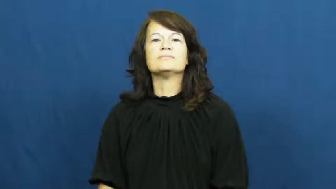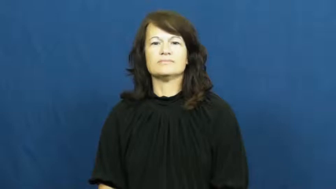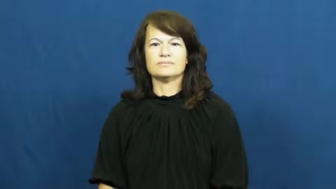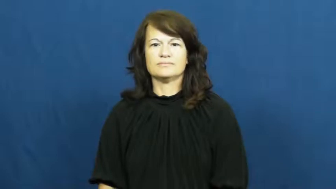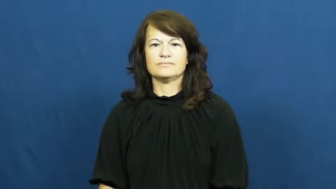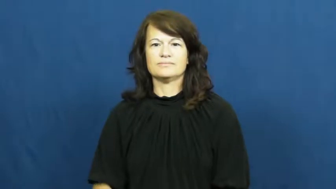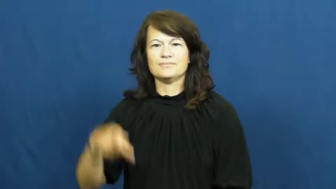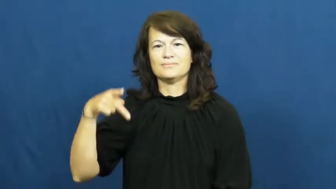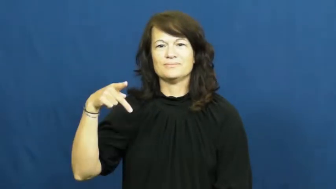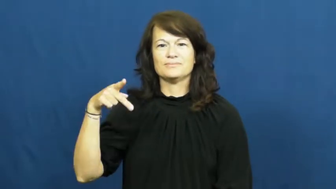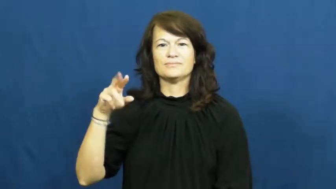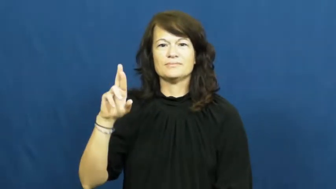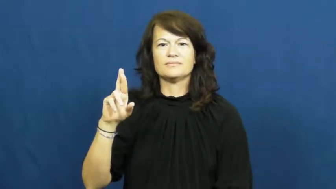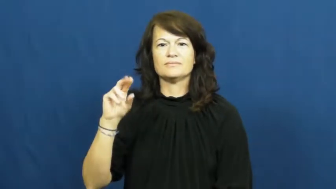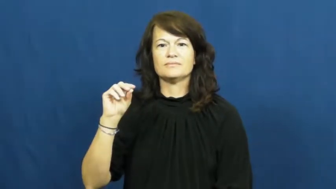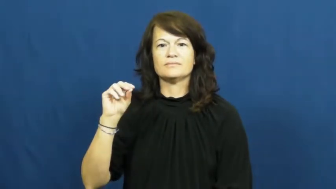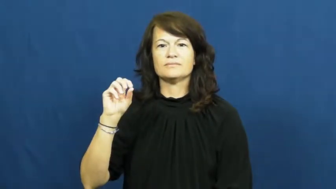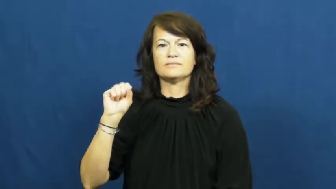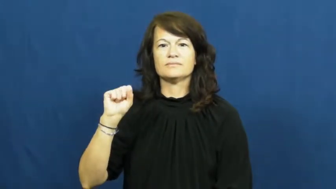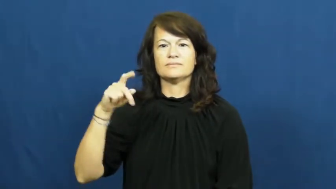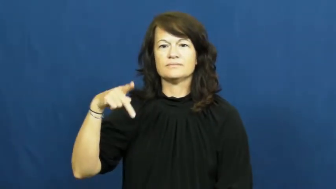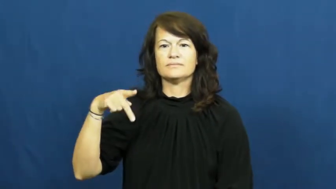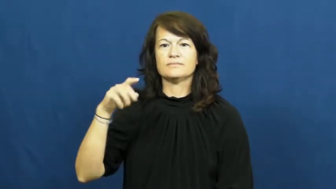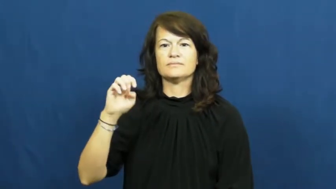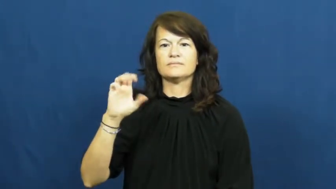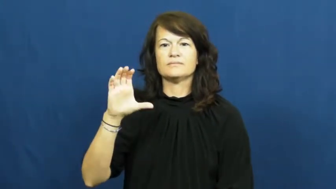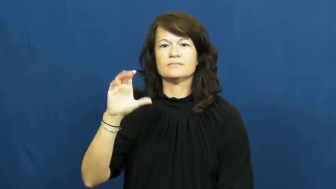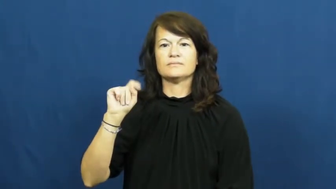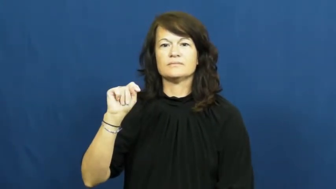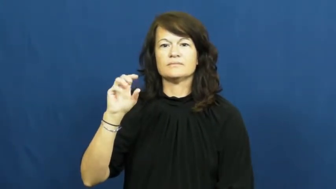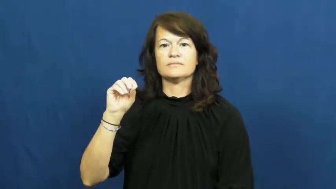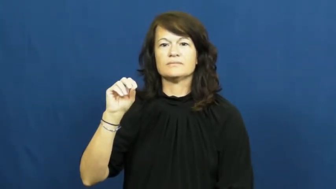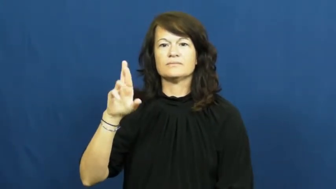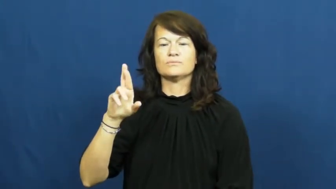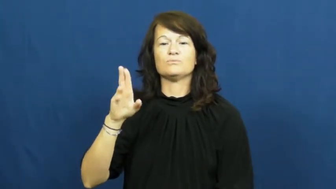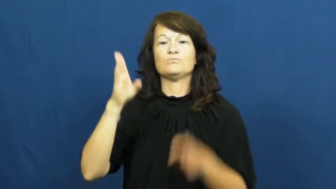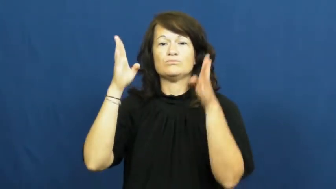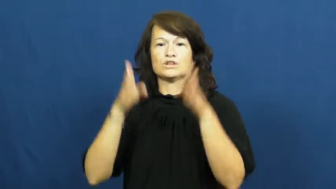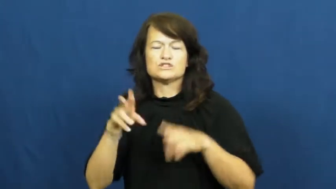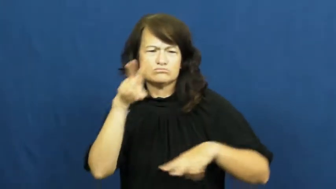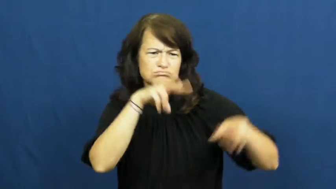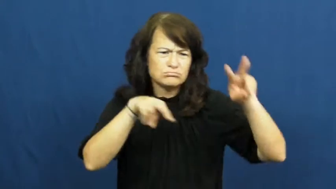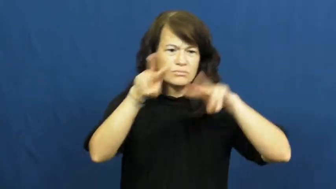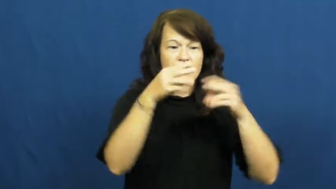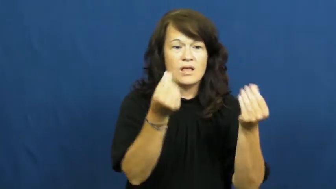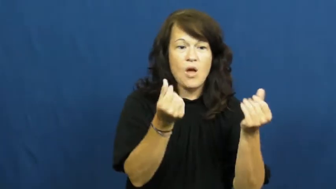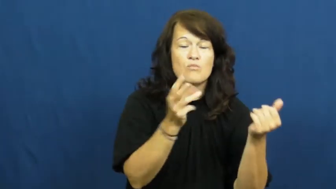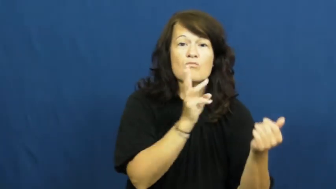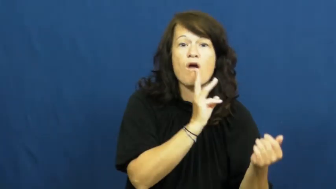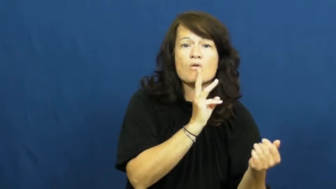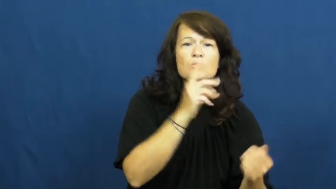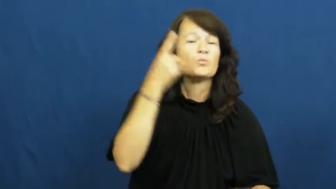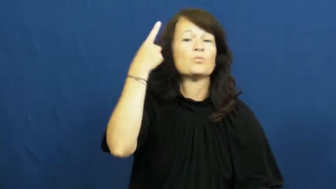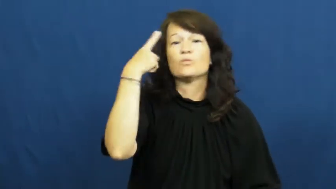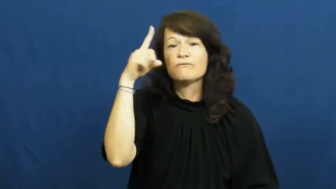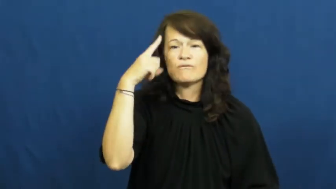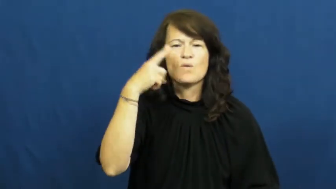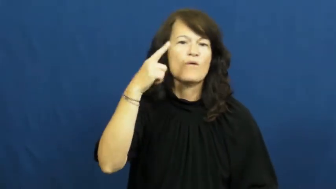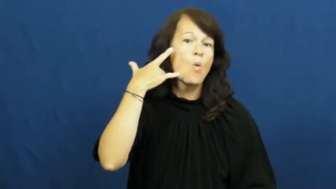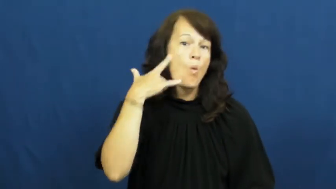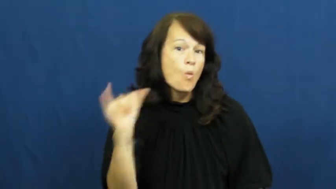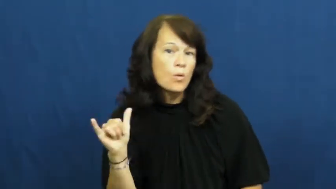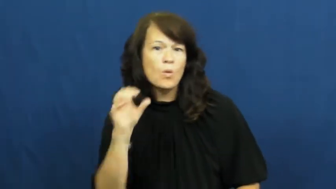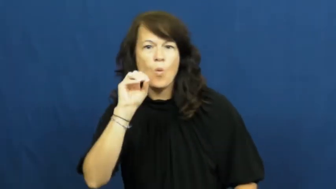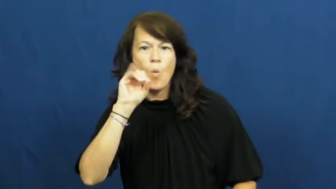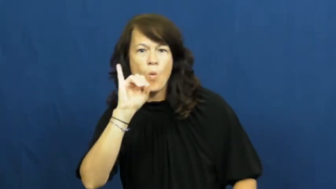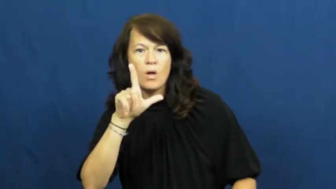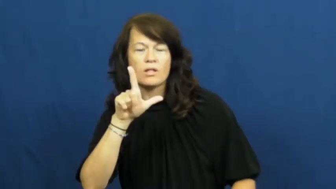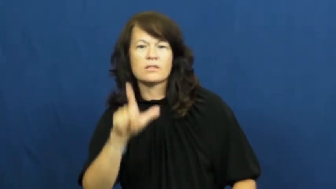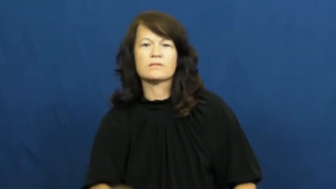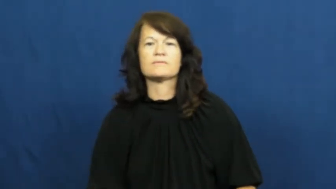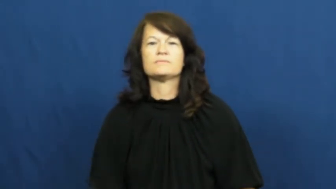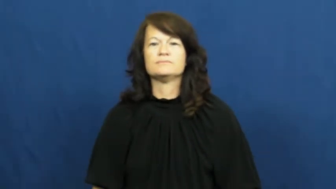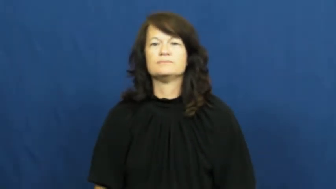prospector